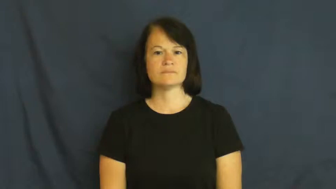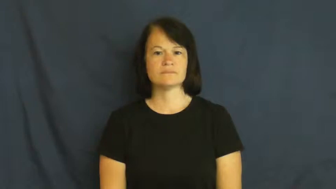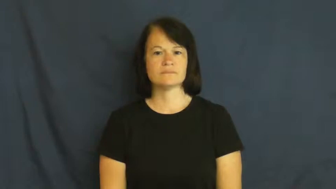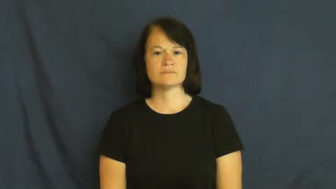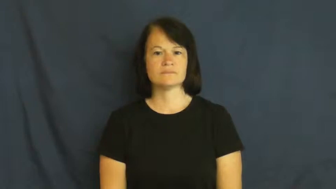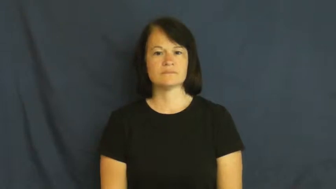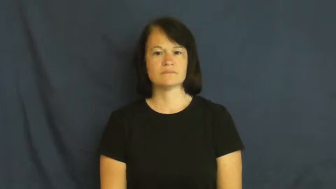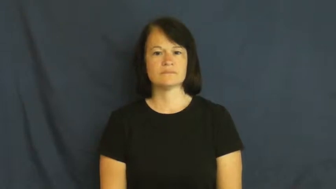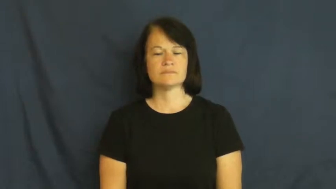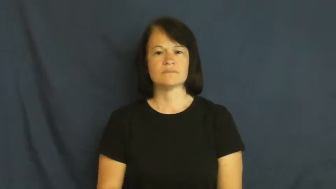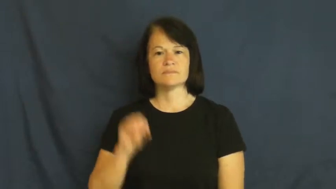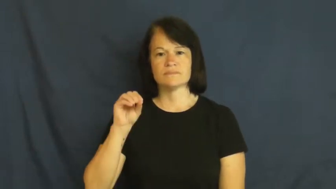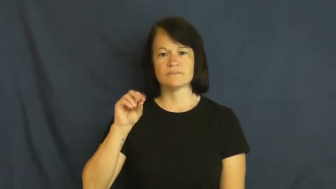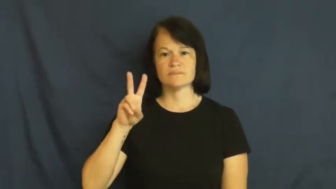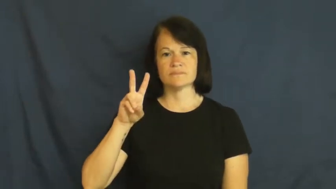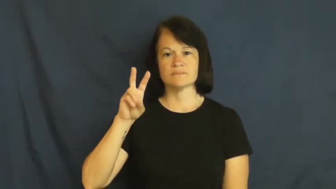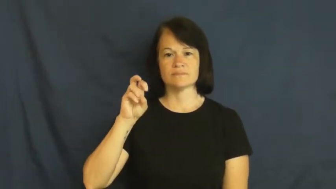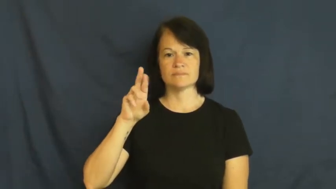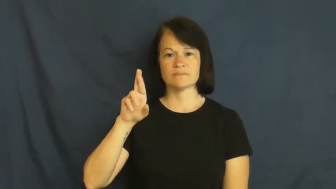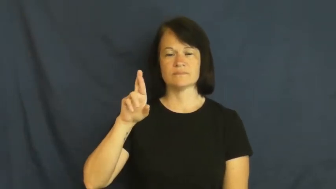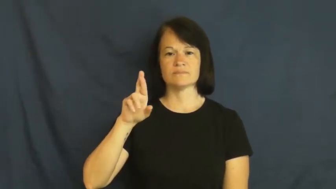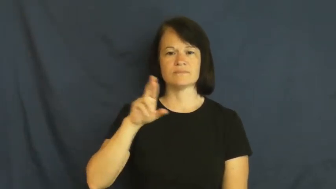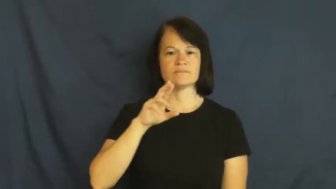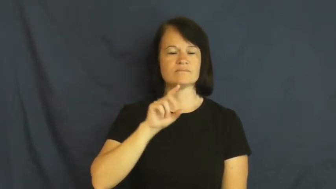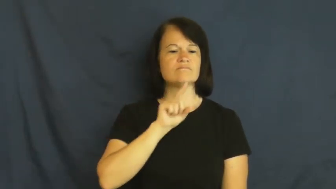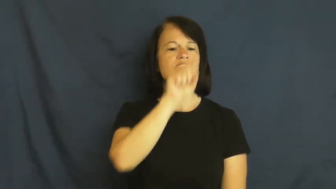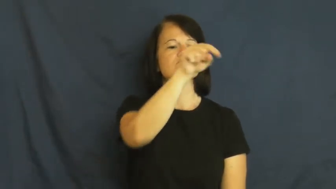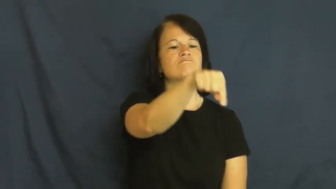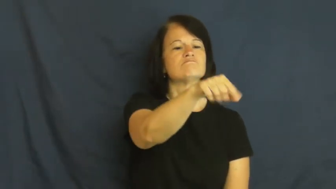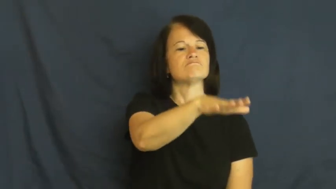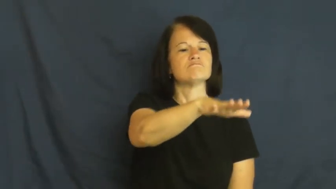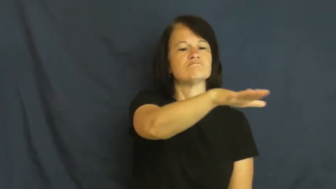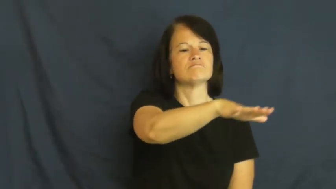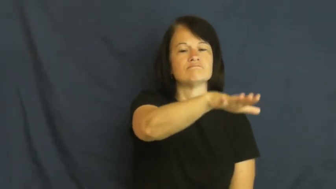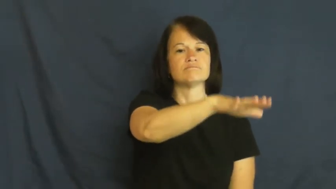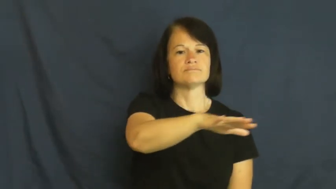over-there